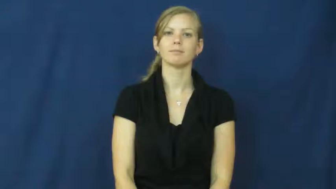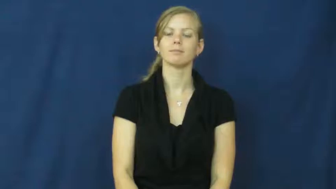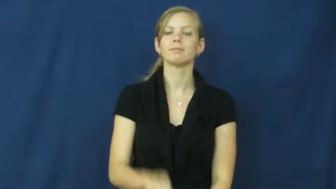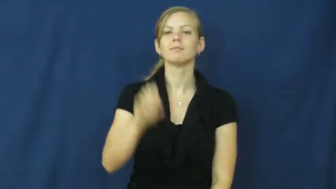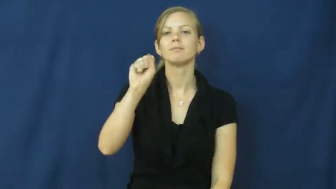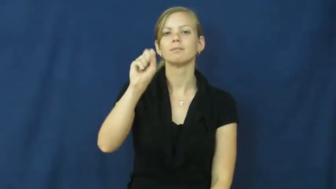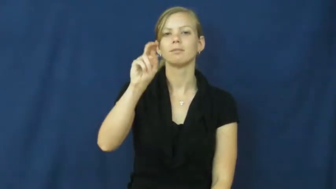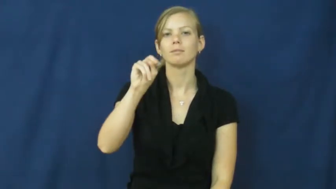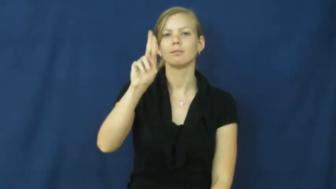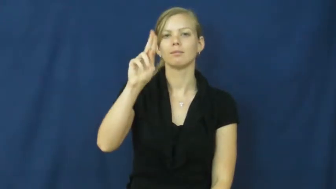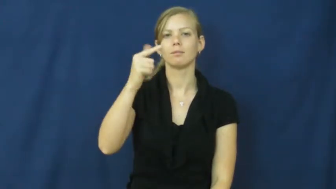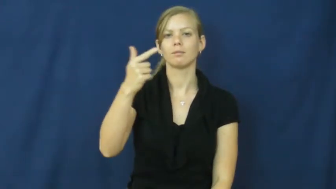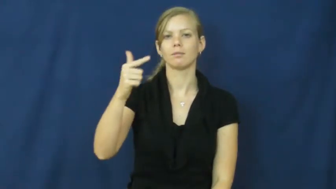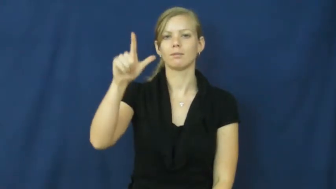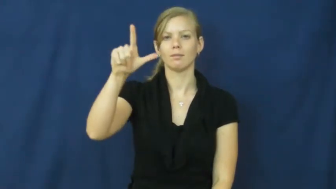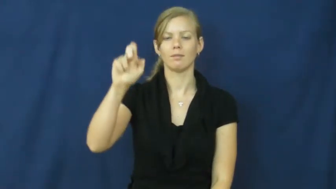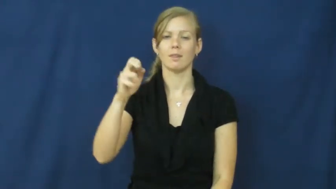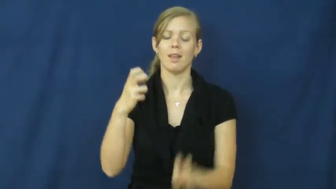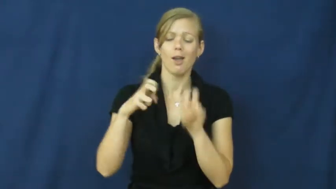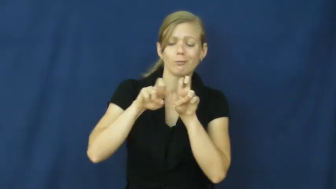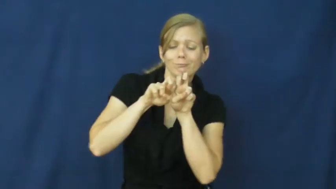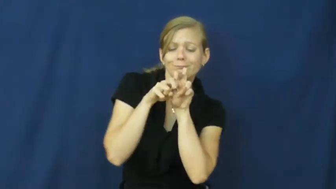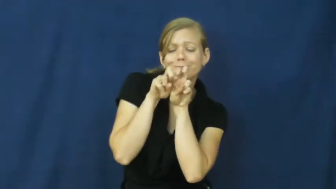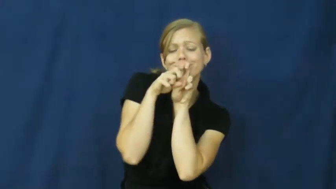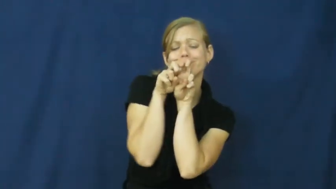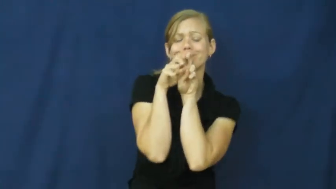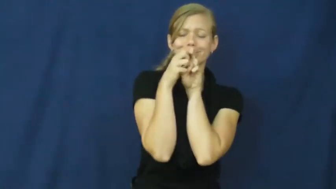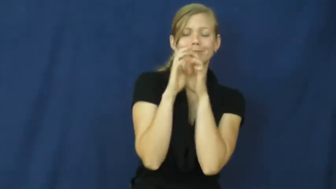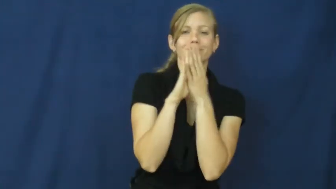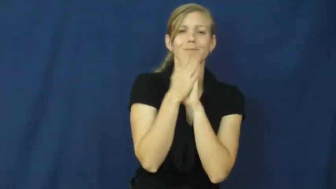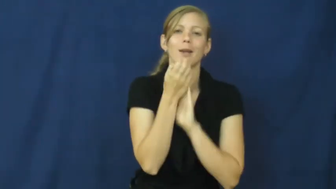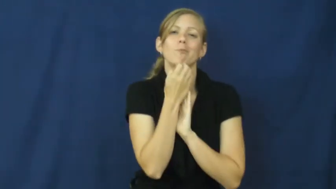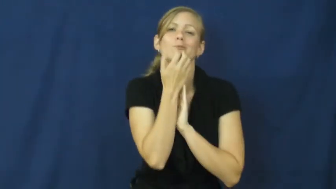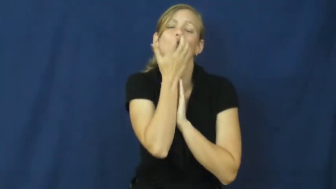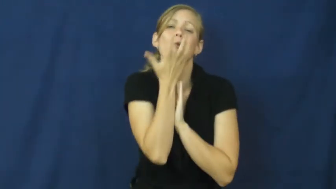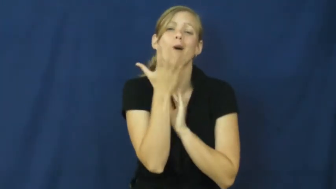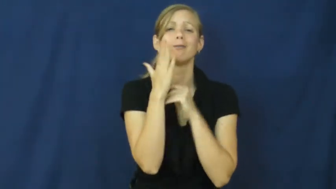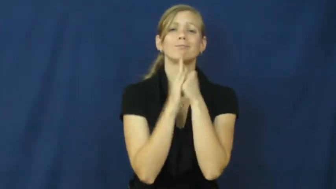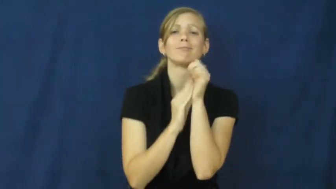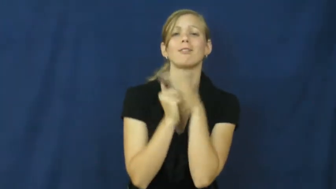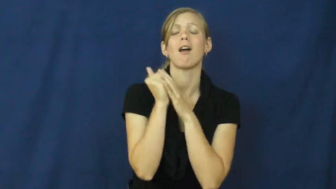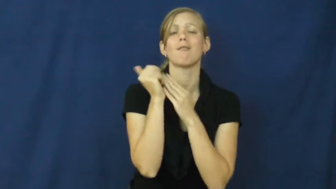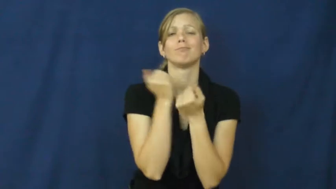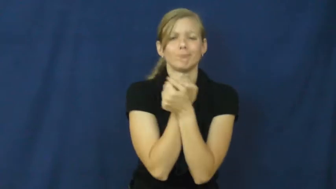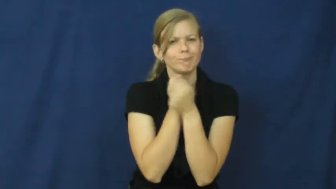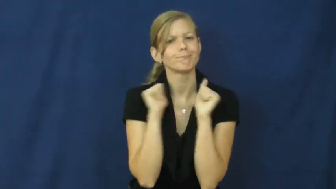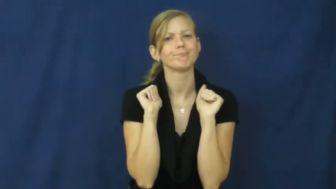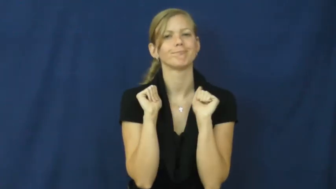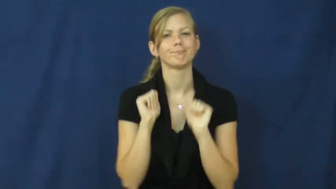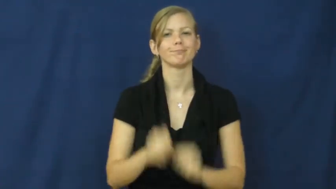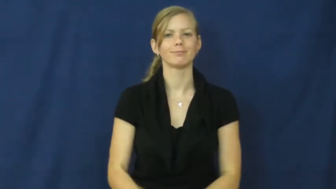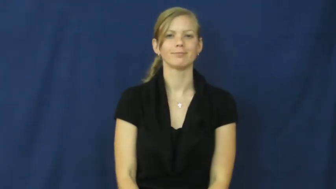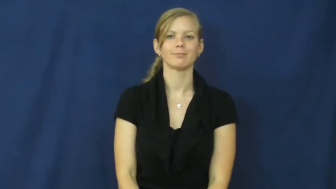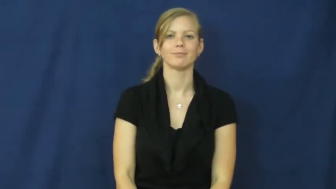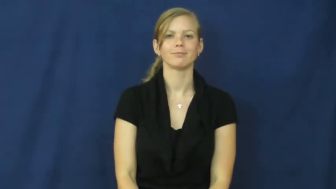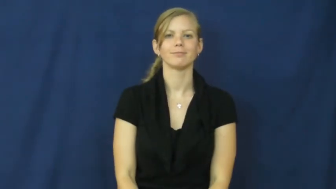snuggle